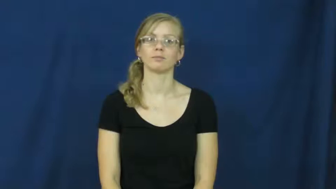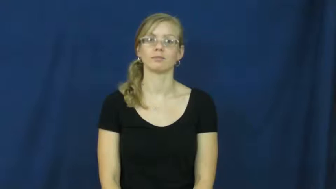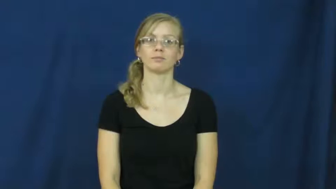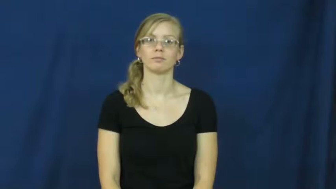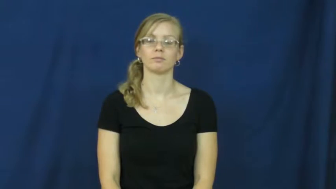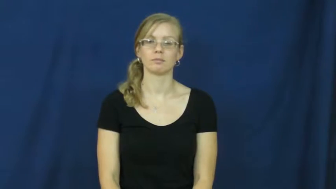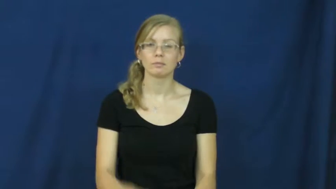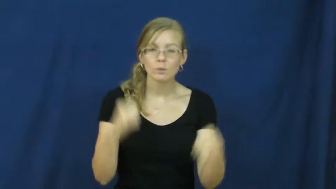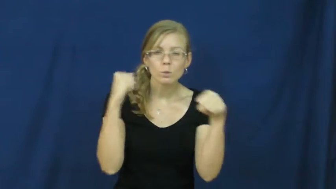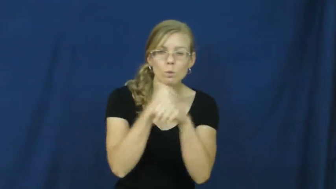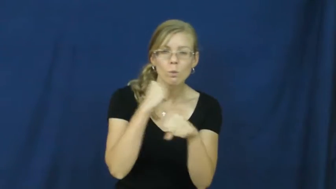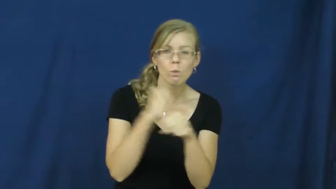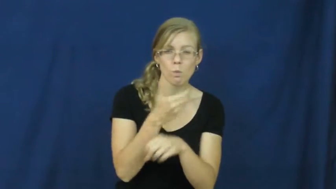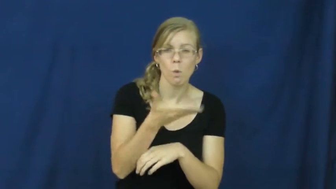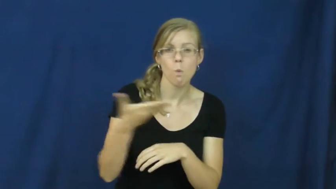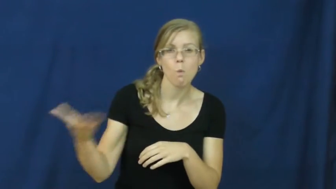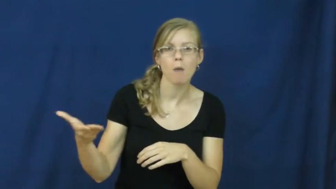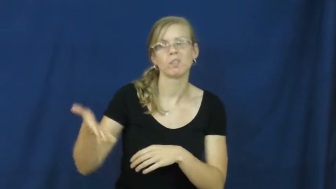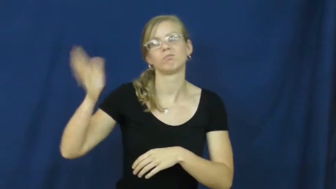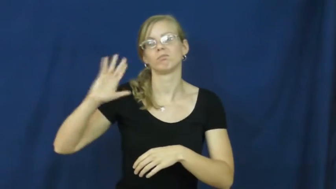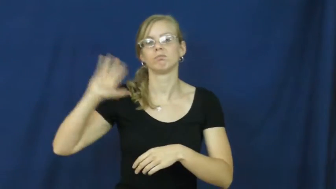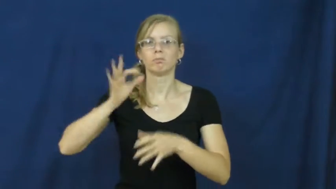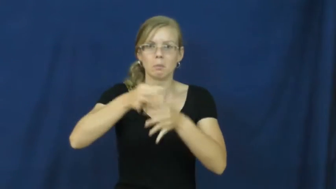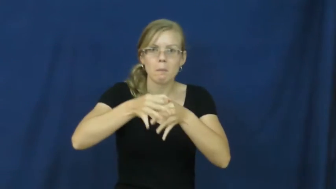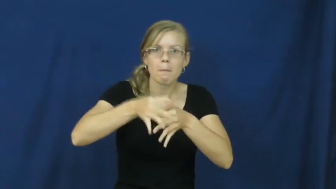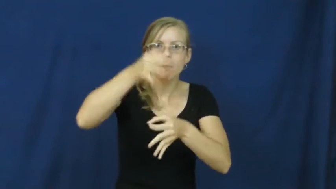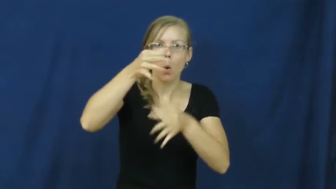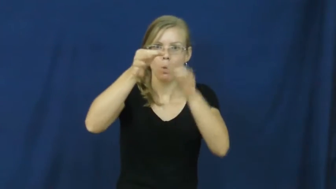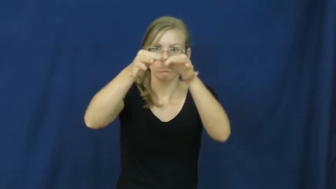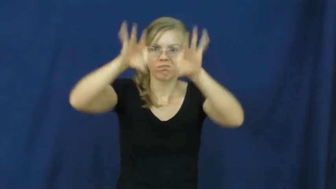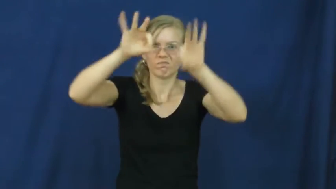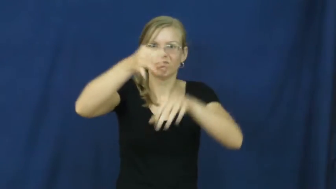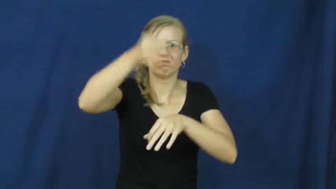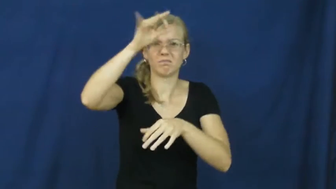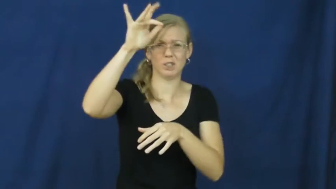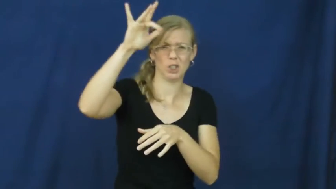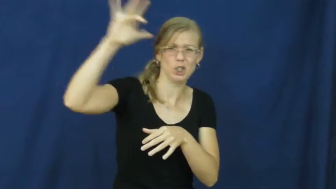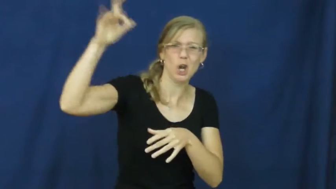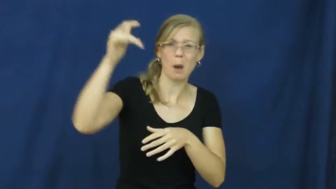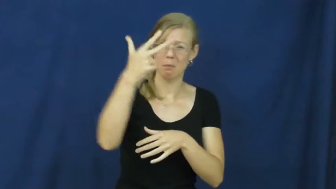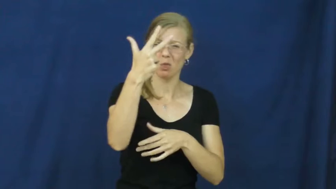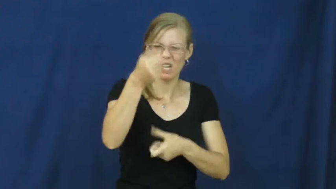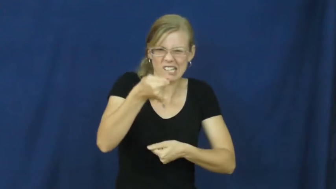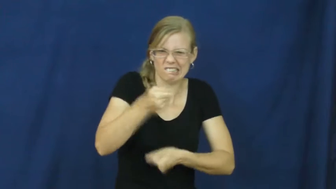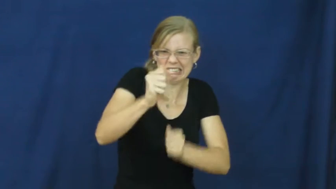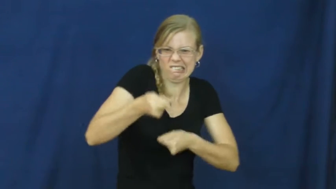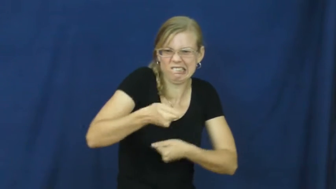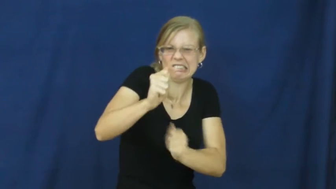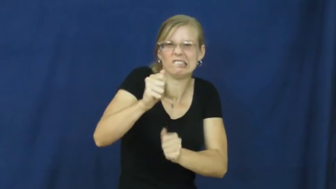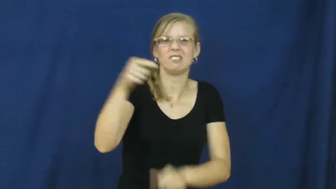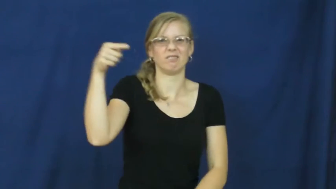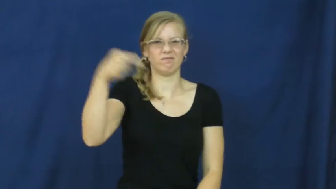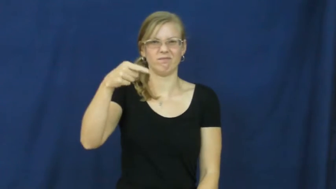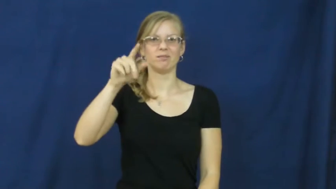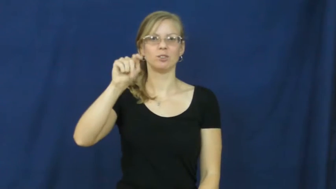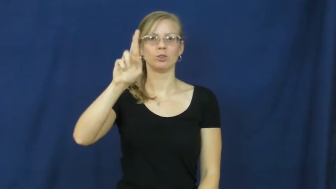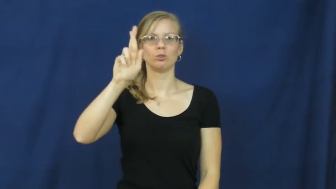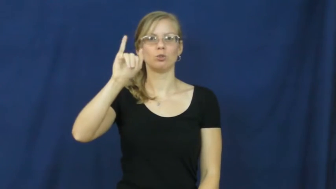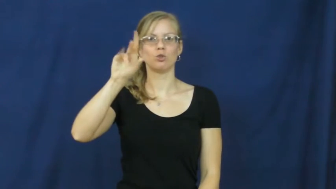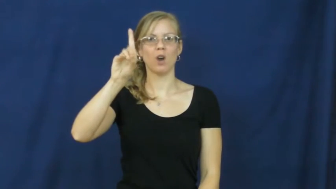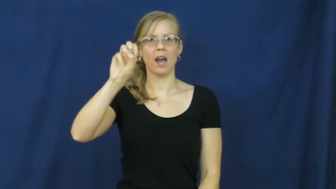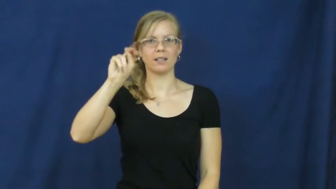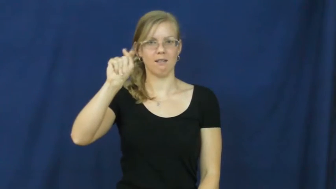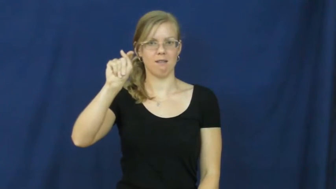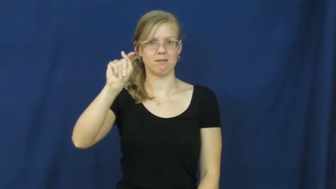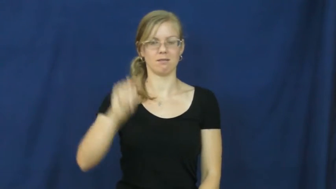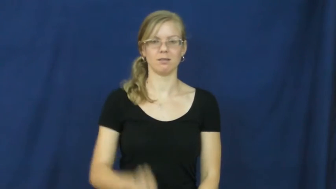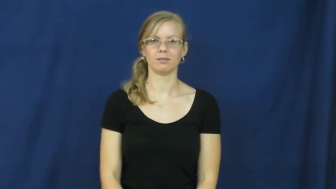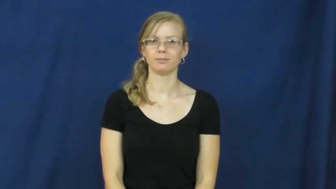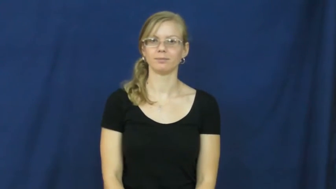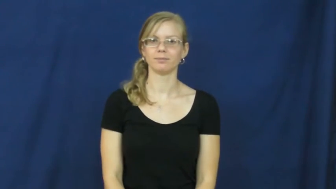trident